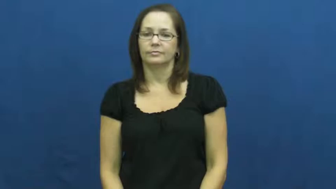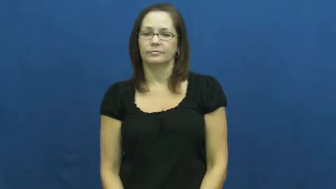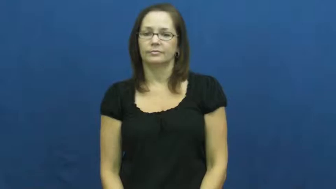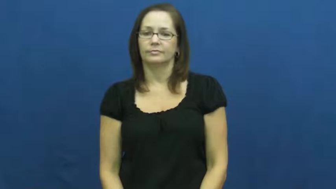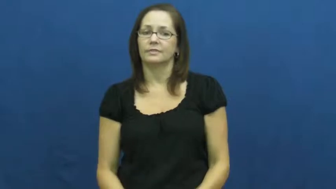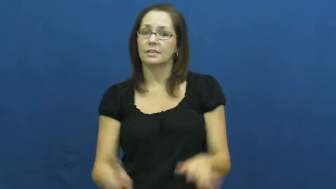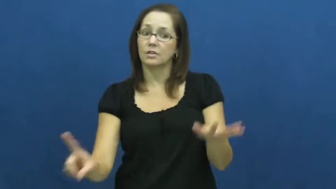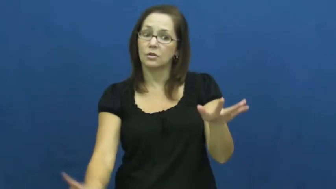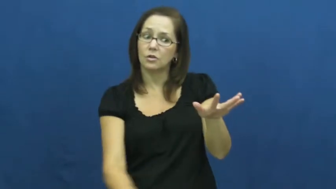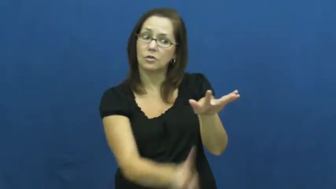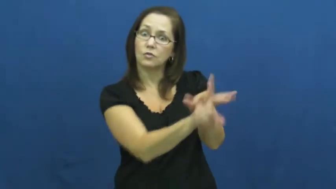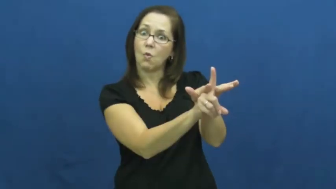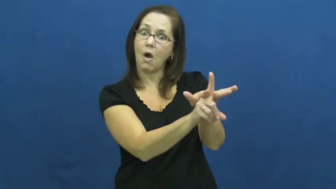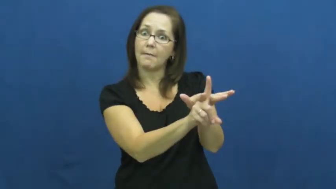arise,crop up,assurgent-appear